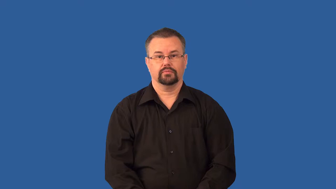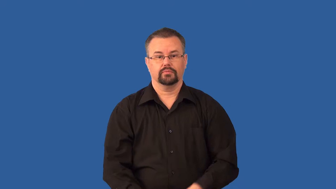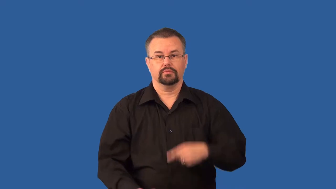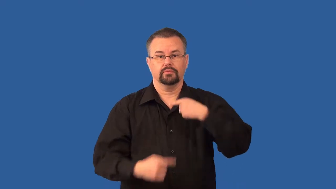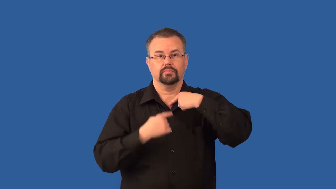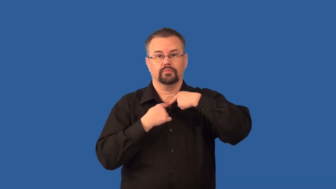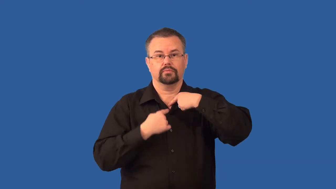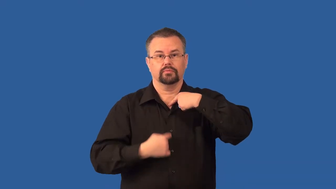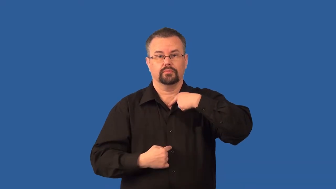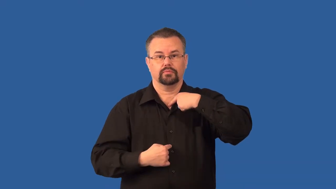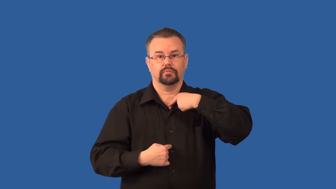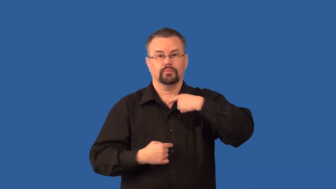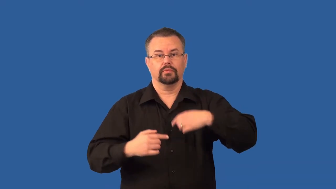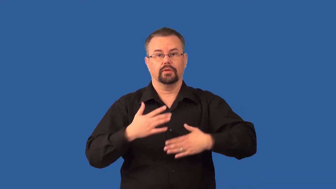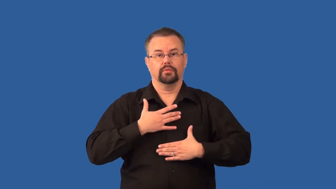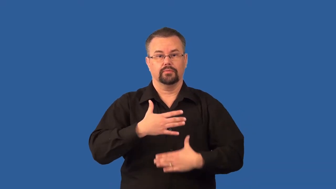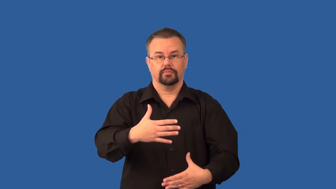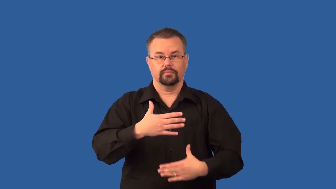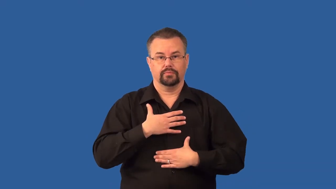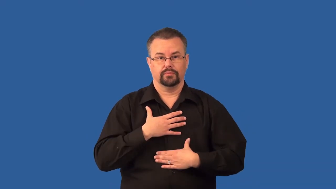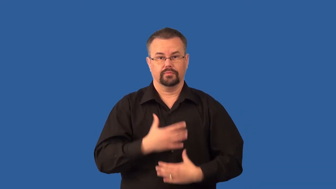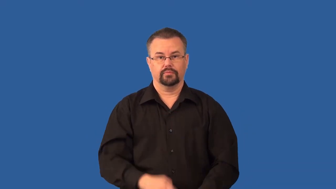trachea